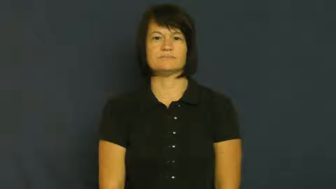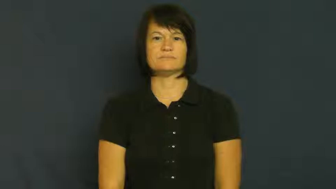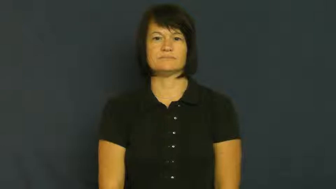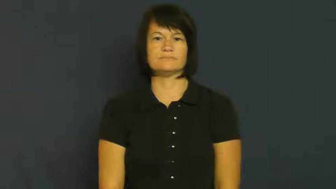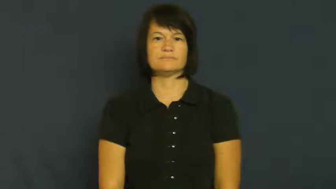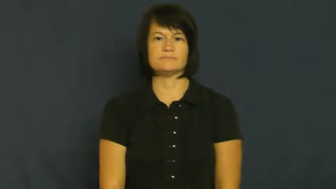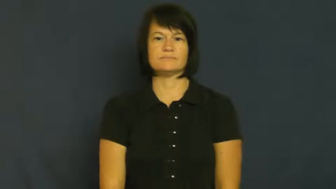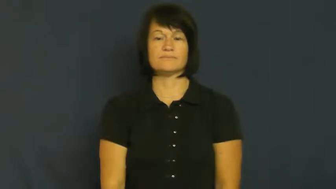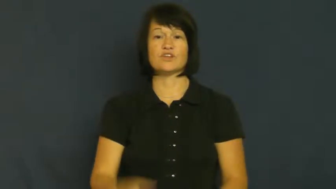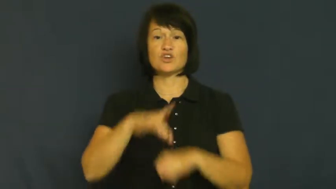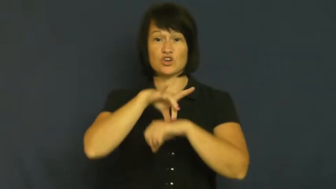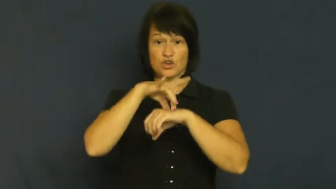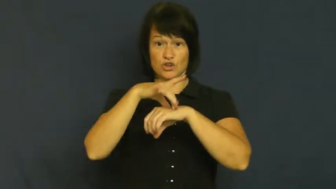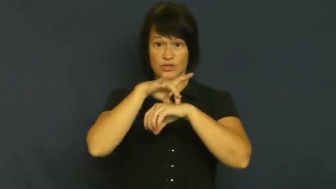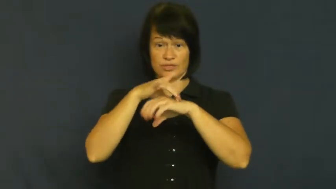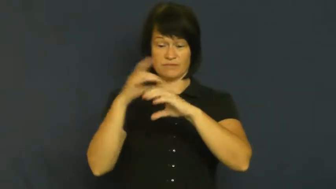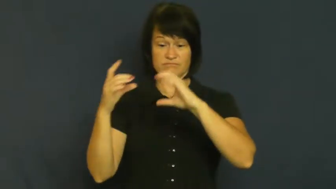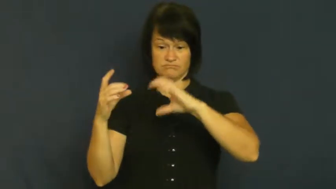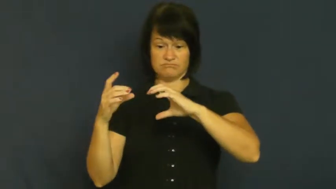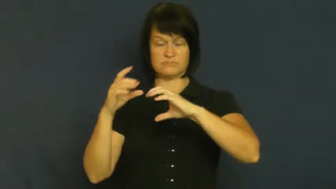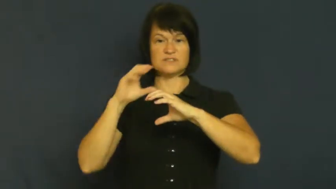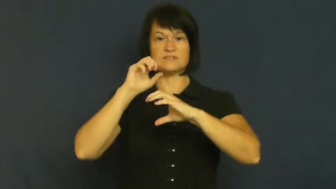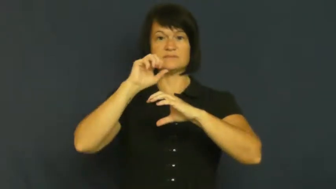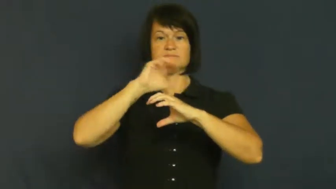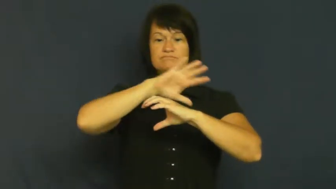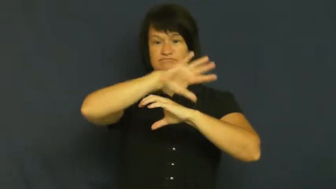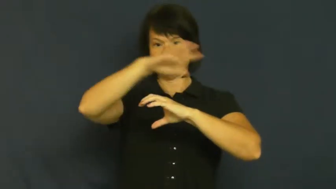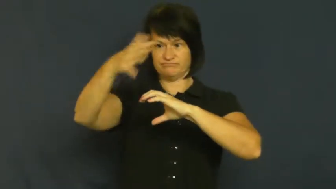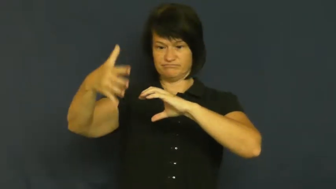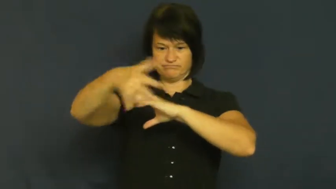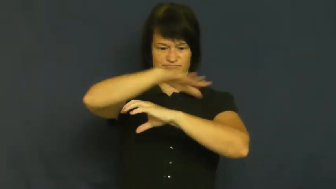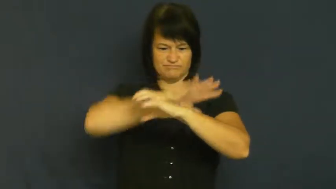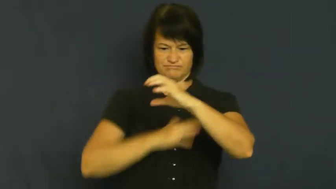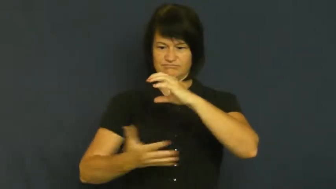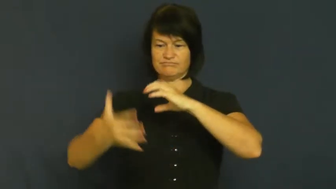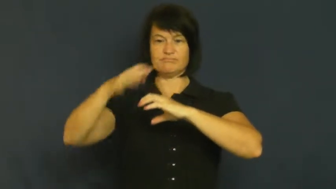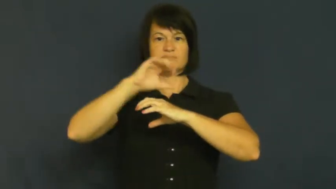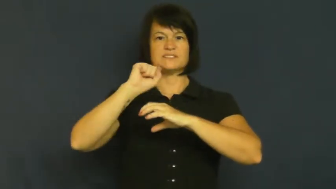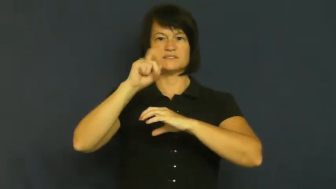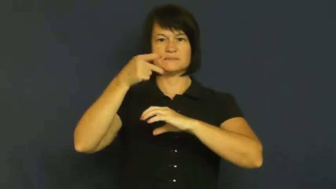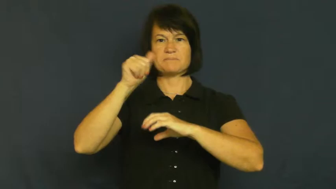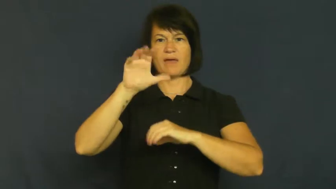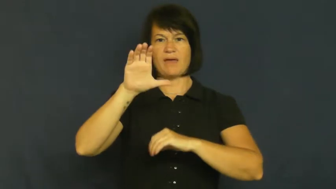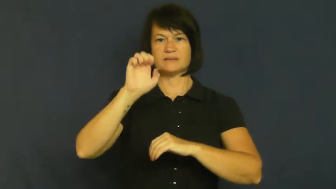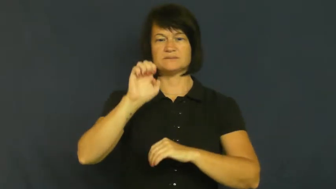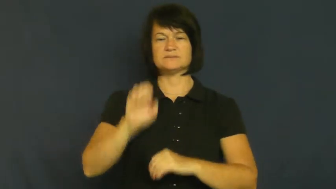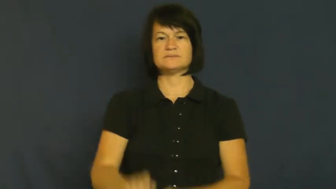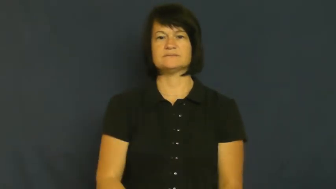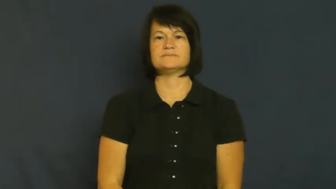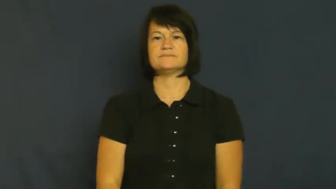space-outer